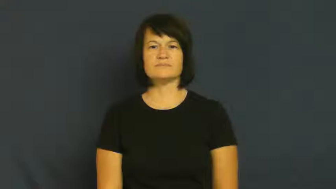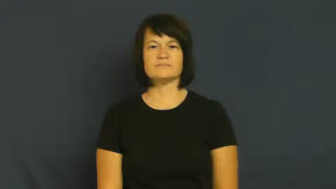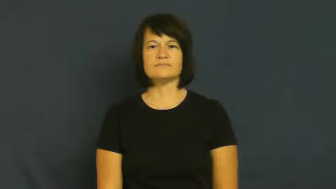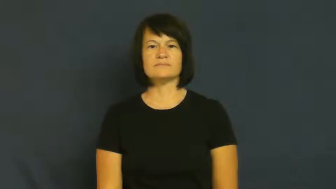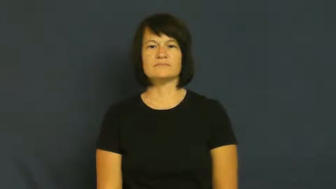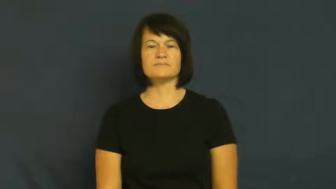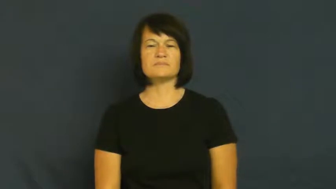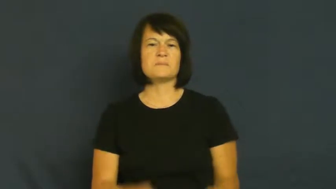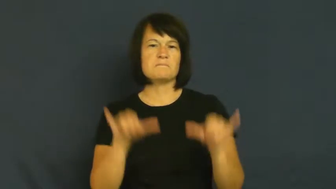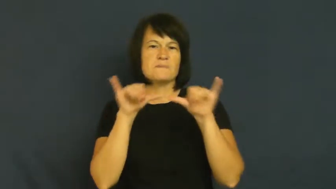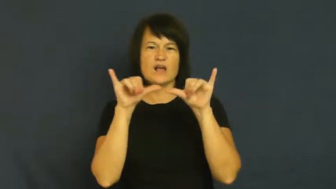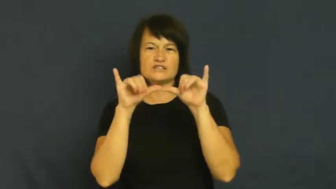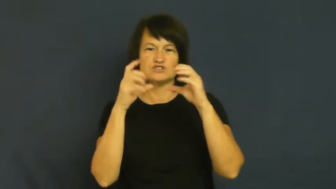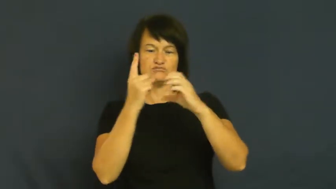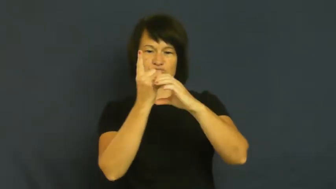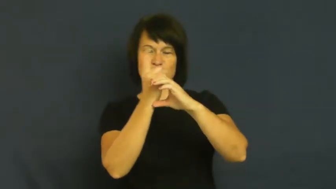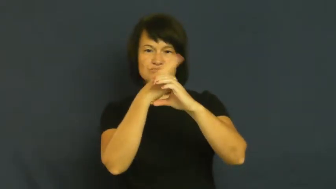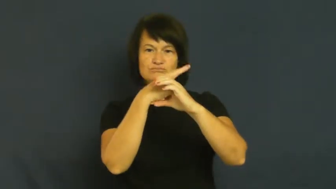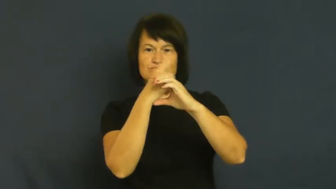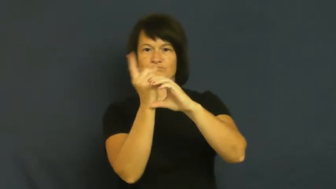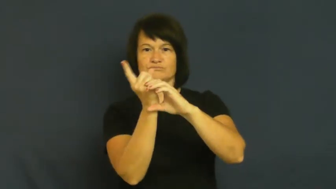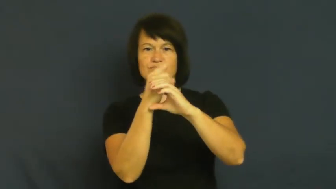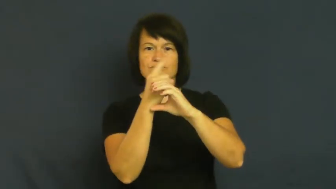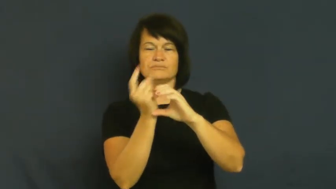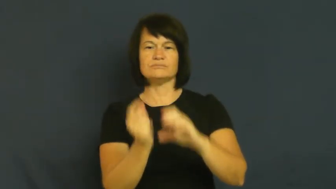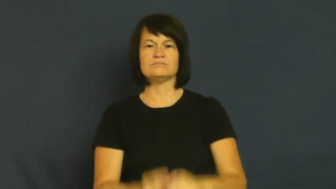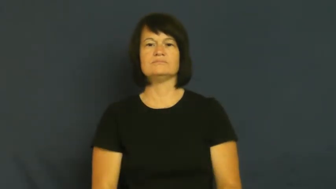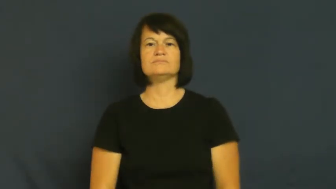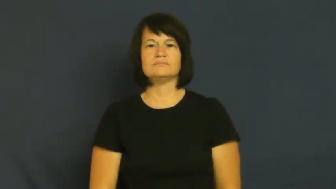gauge,meter,instrument